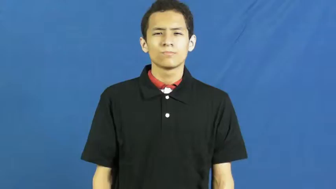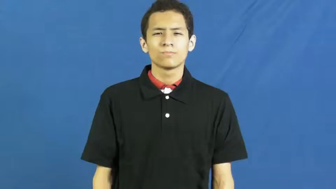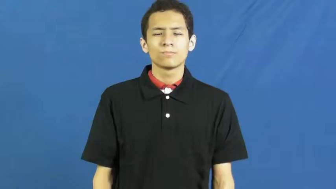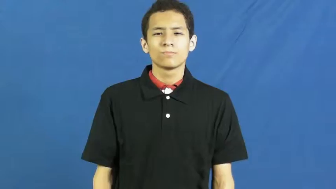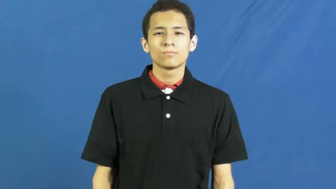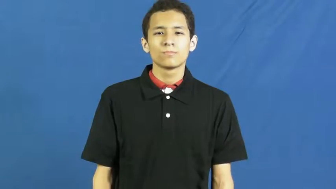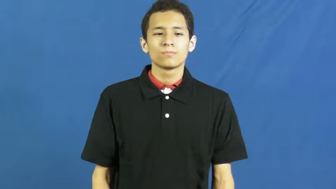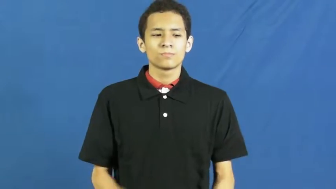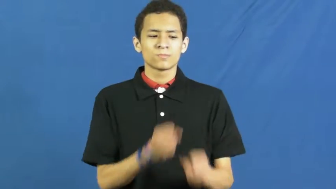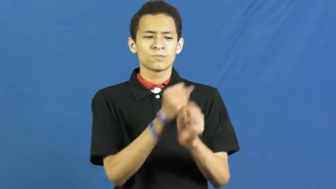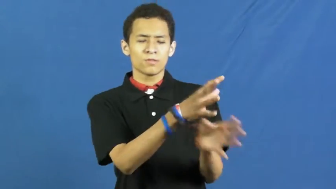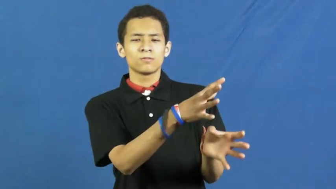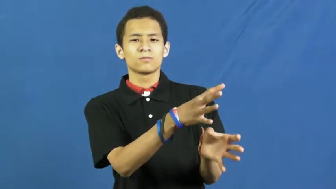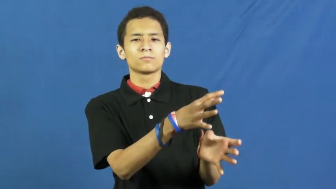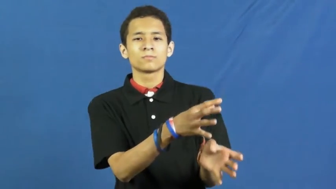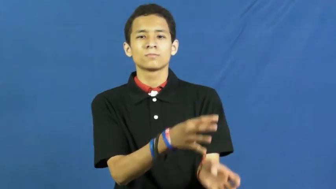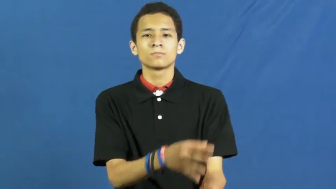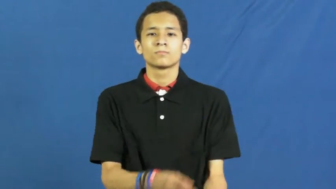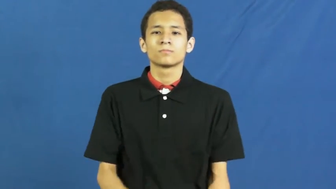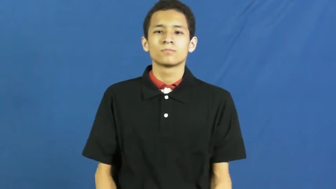etiology